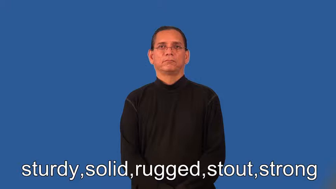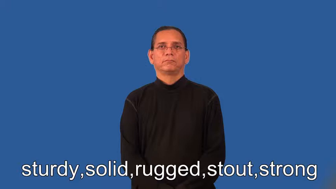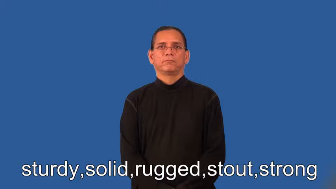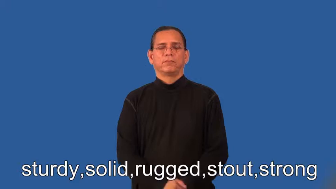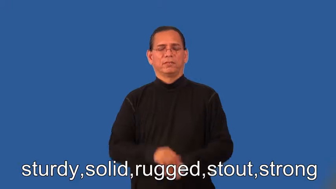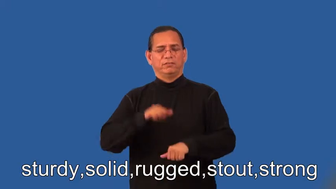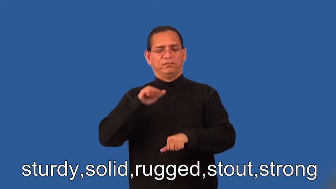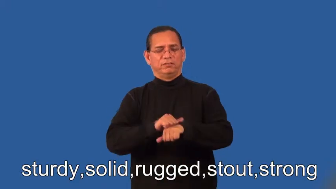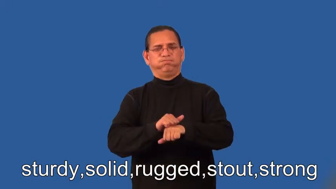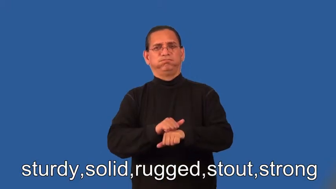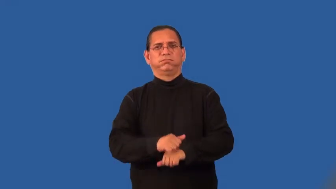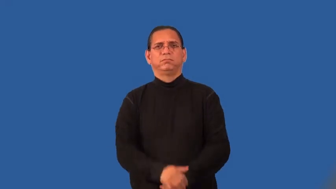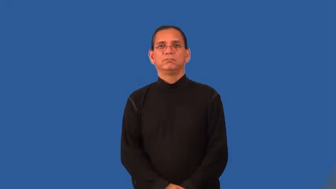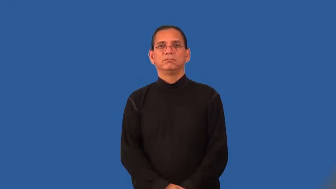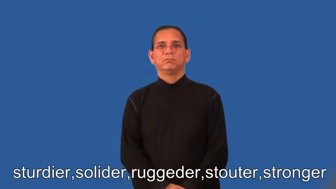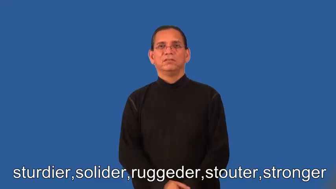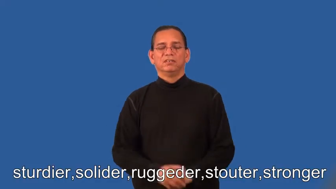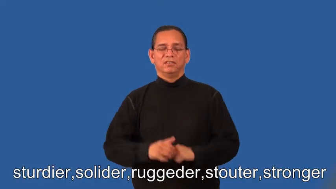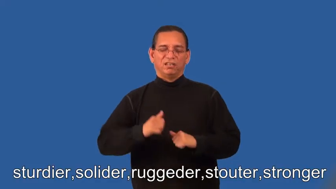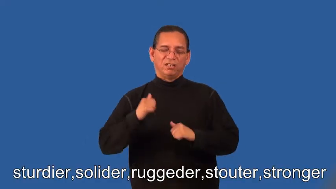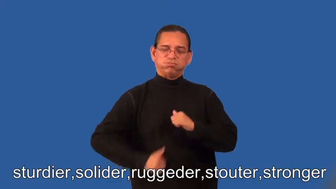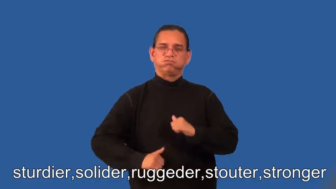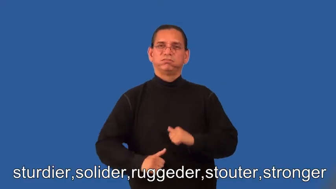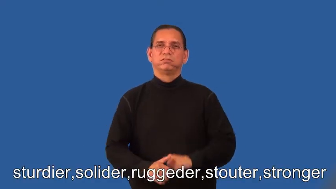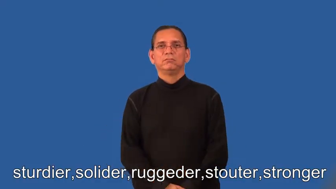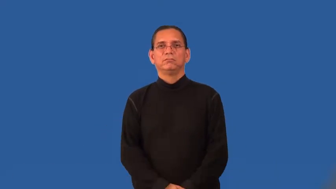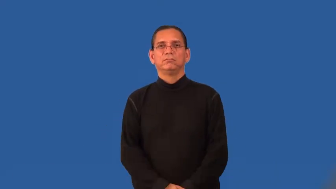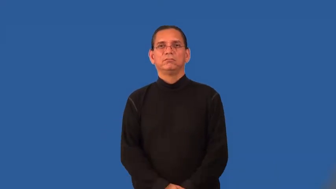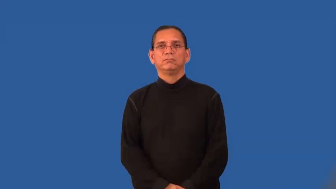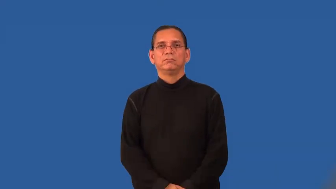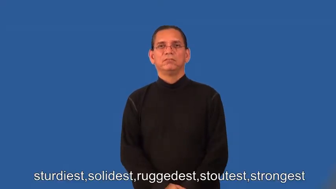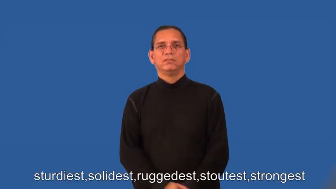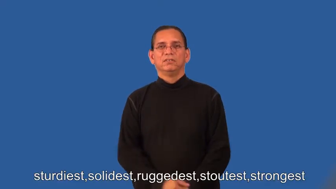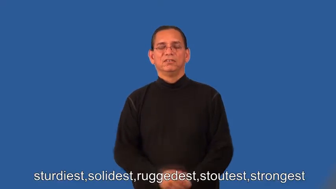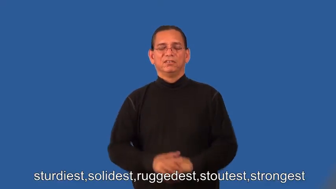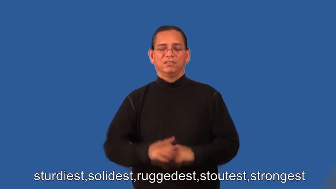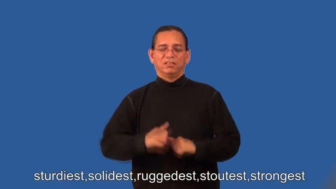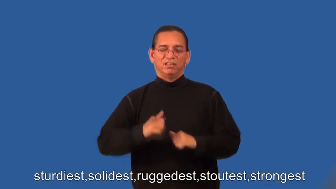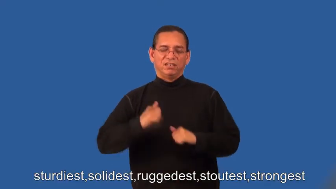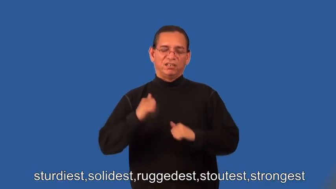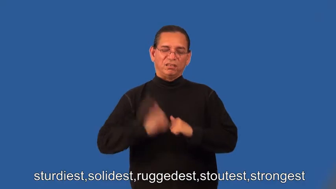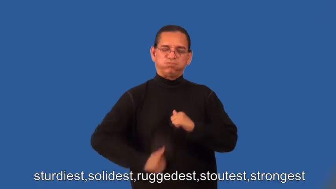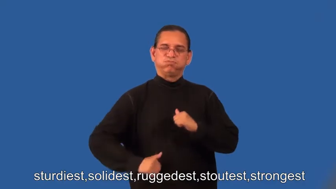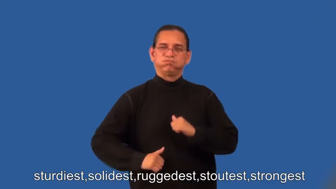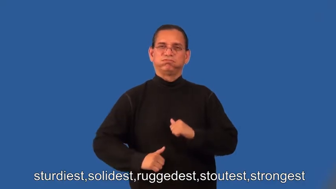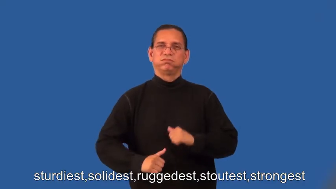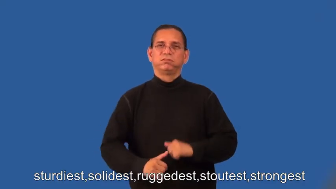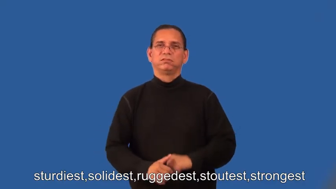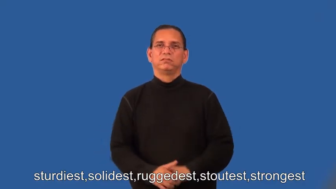sturdier,solider,ruggeder,stouter,stronger,sturdiest,solidest,ruggedest,stoutest,strongest